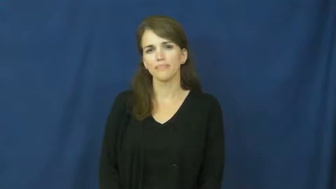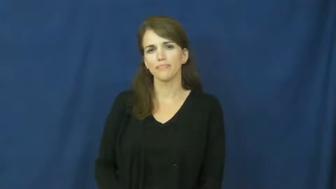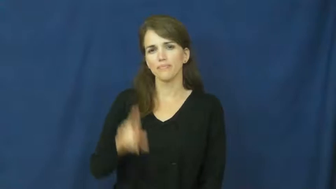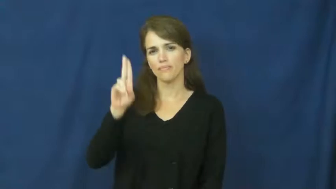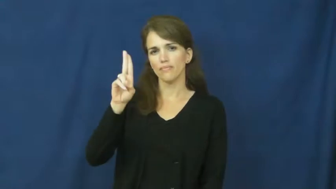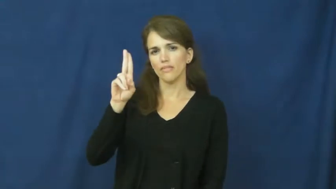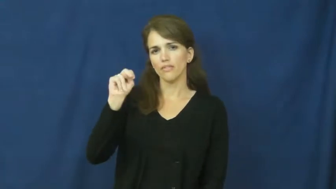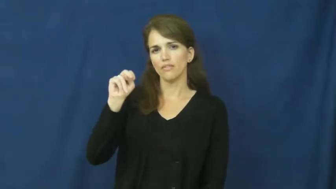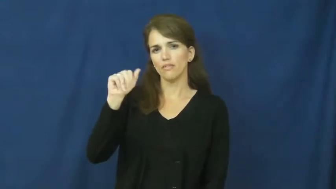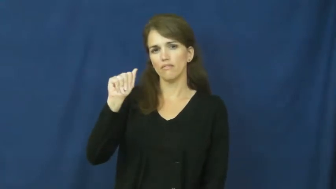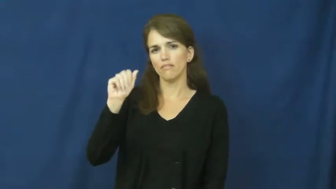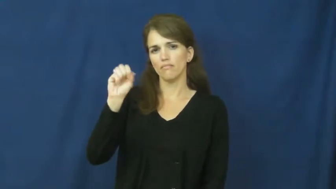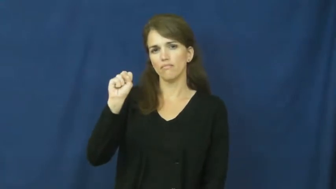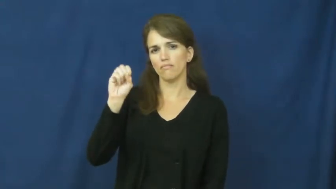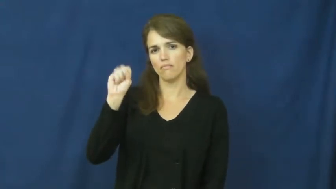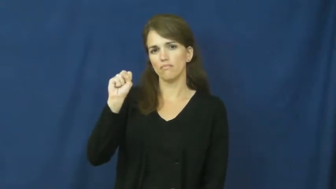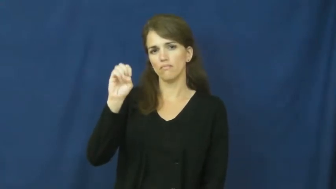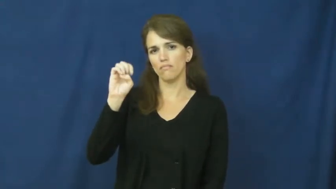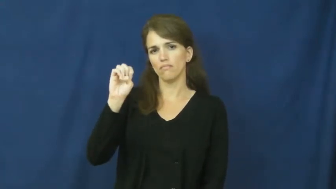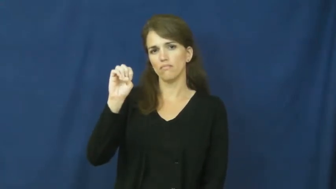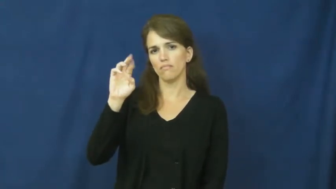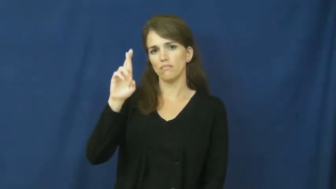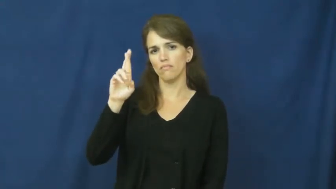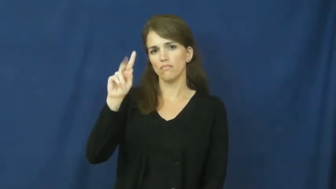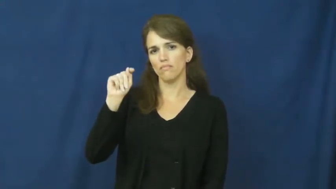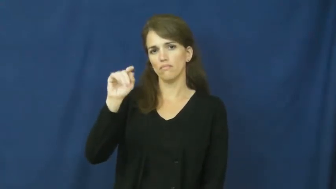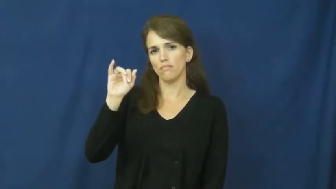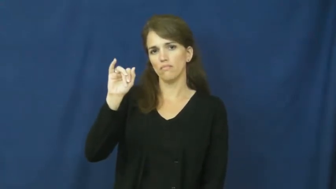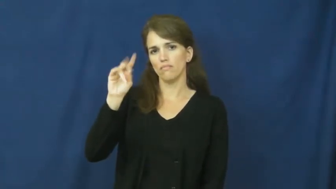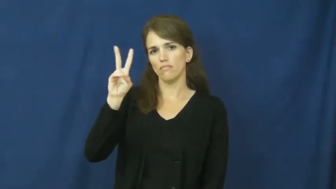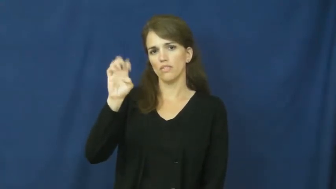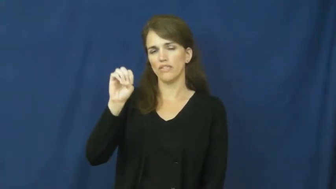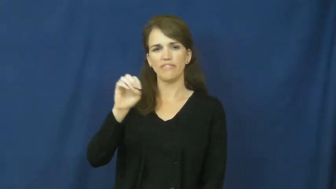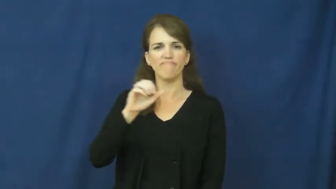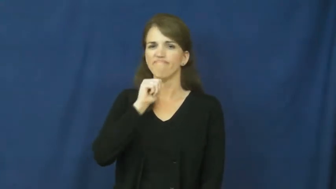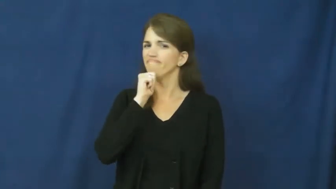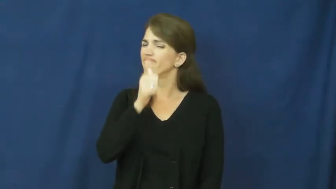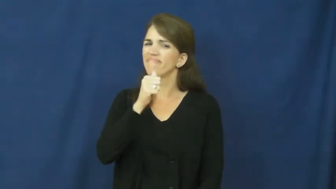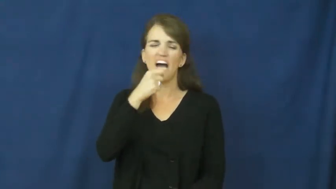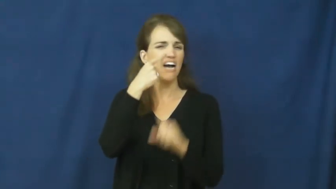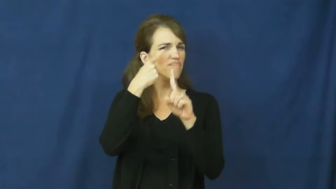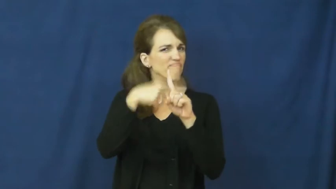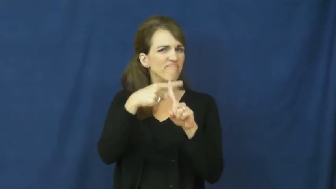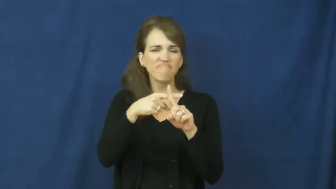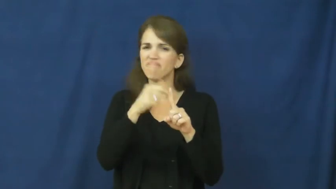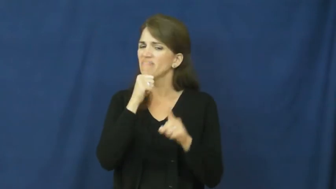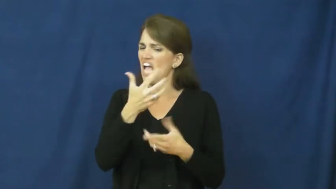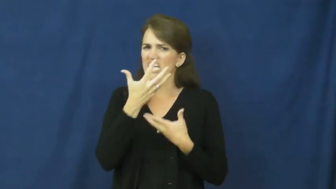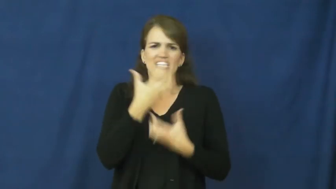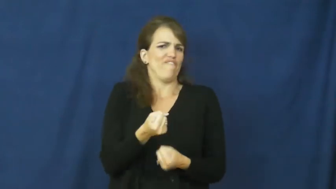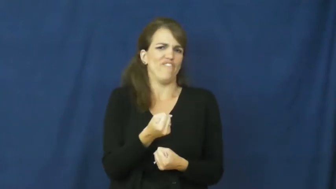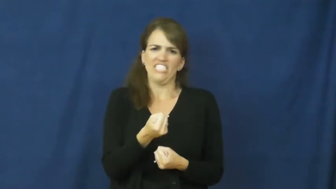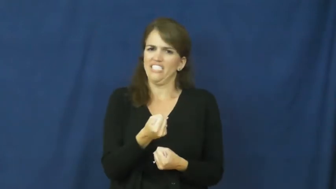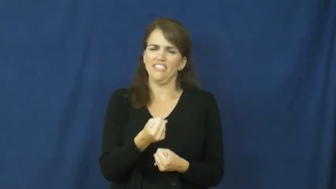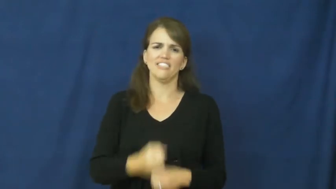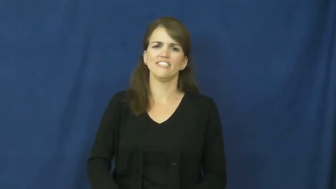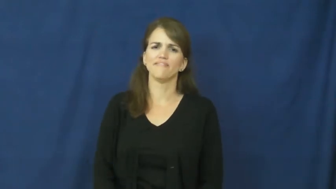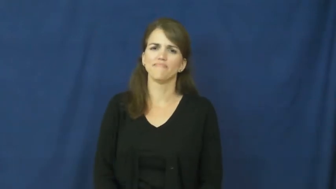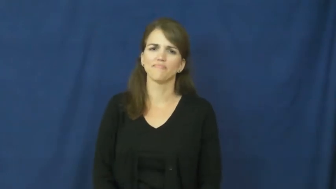unassertive